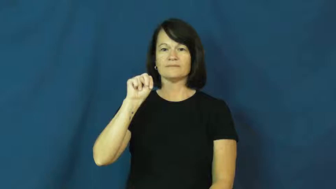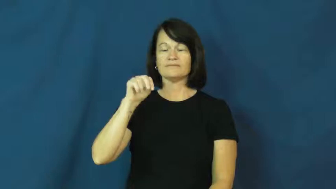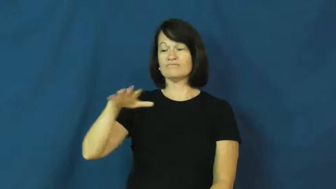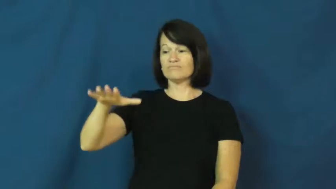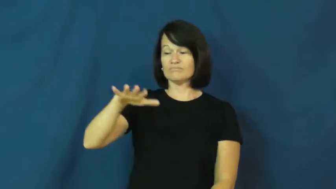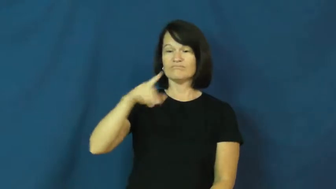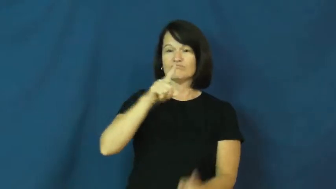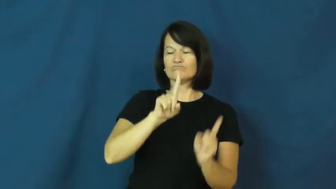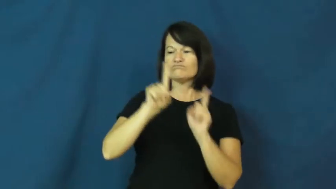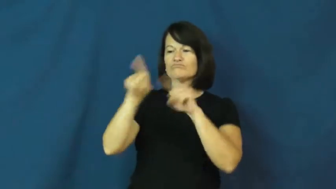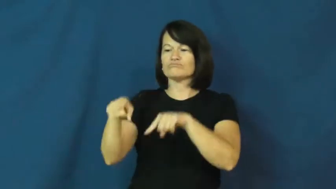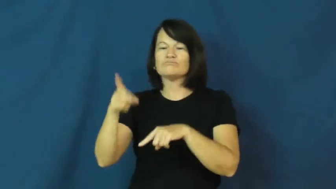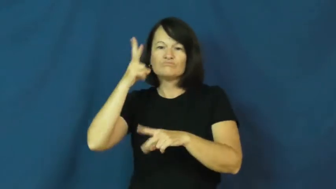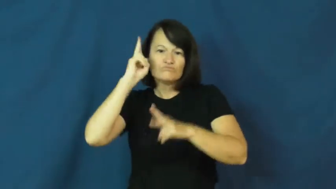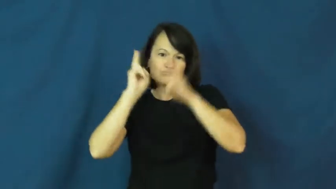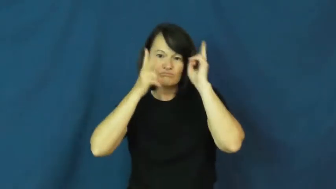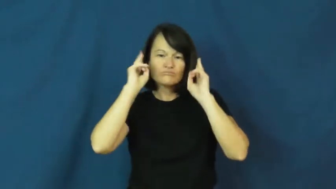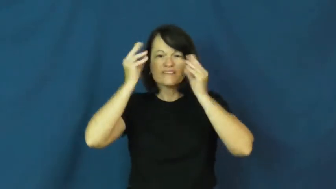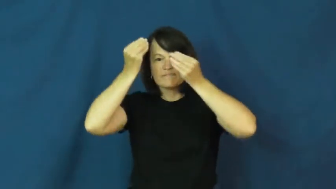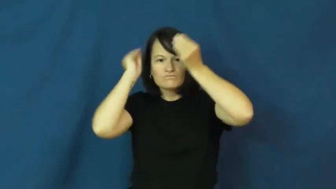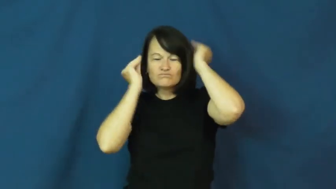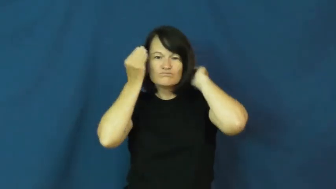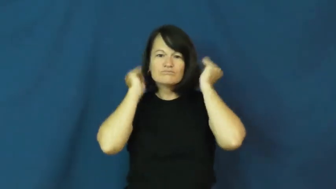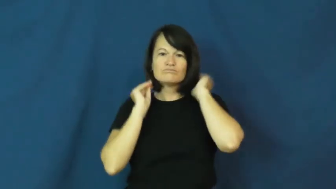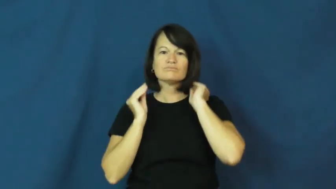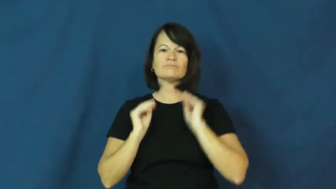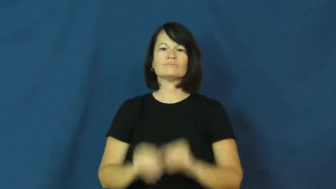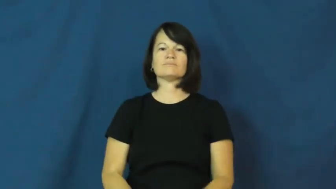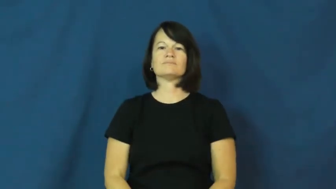barbershop